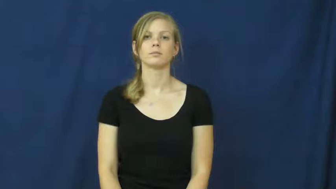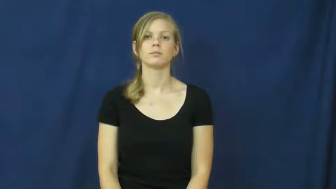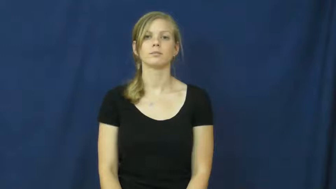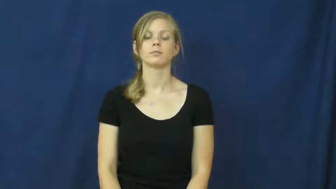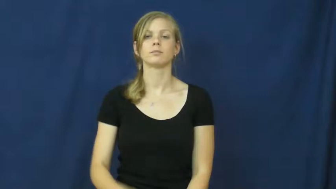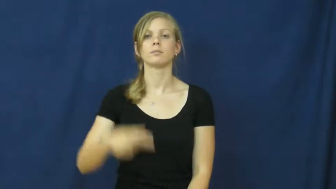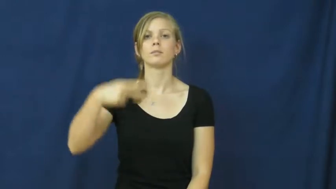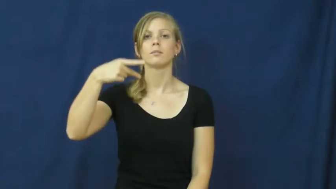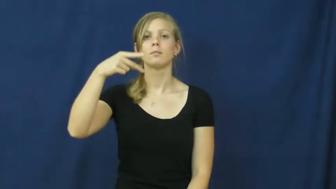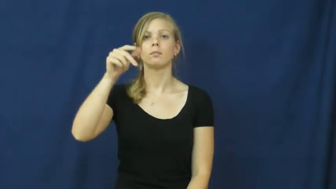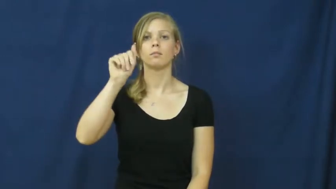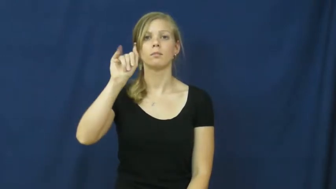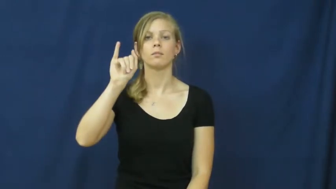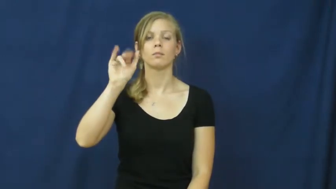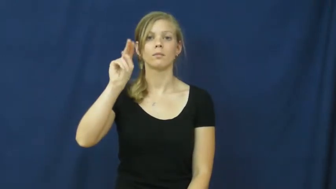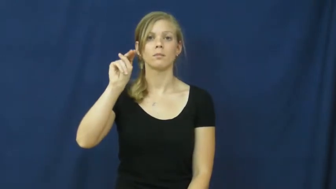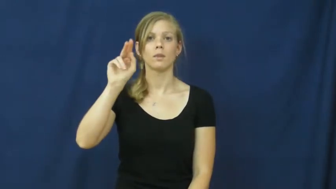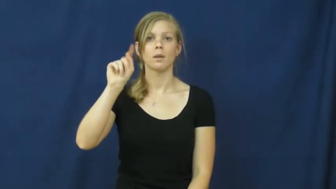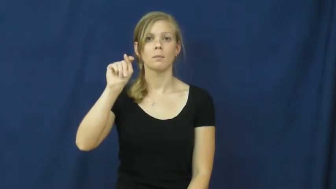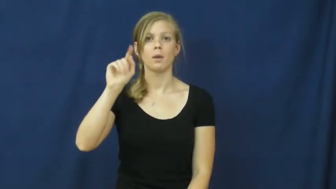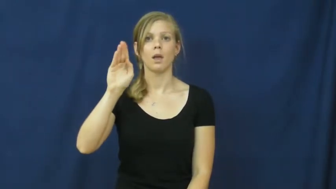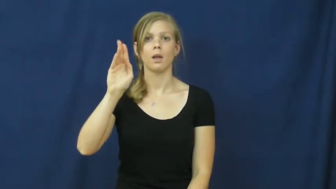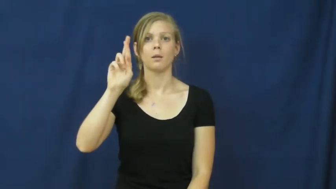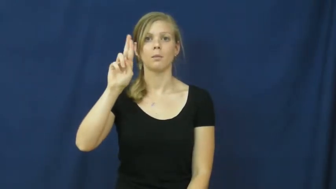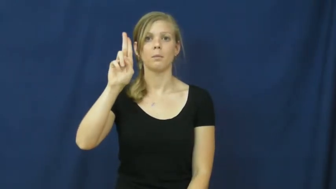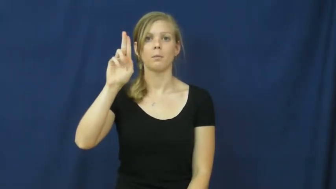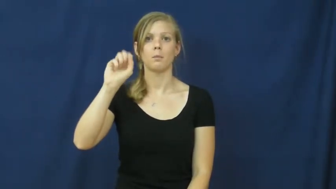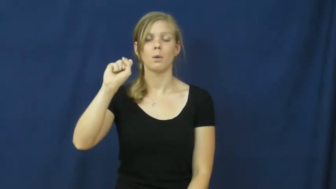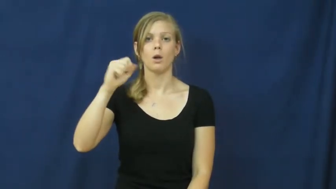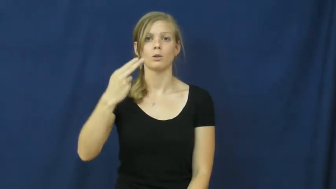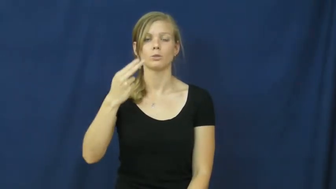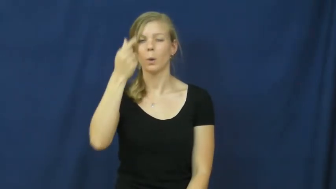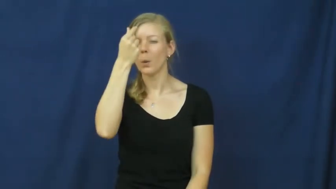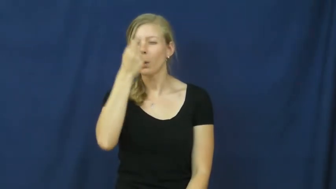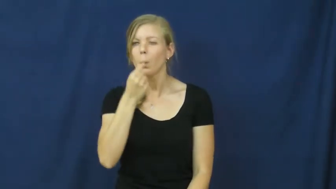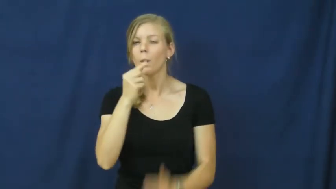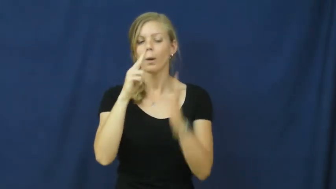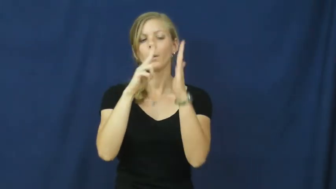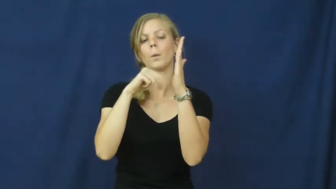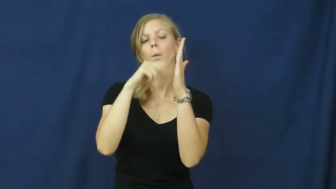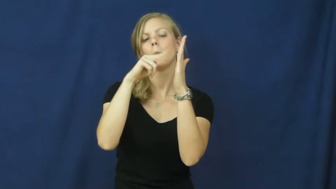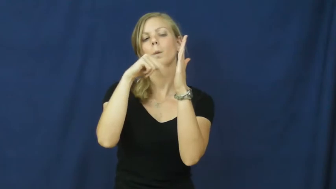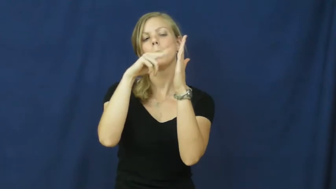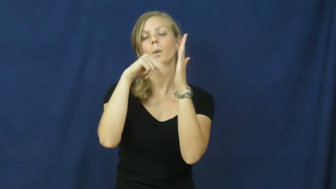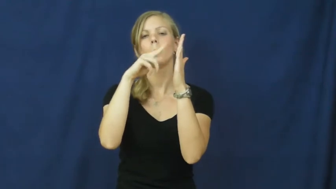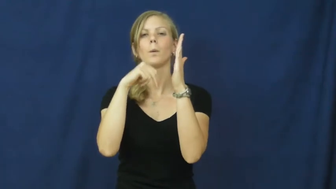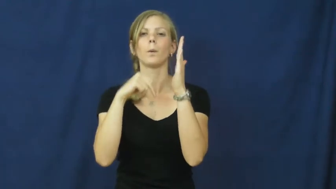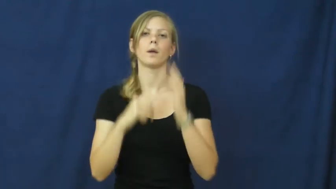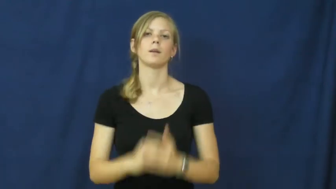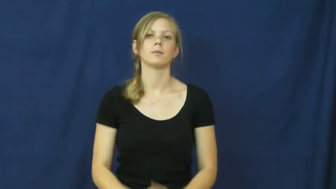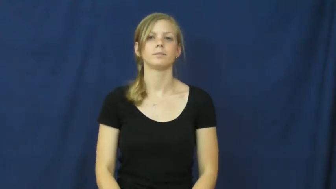paintbrush-artist